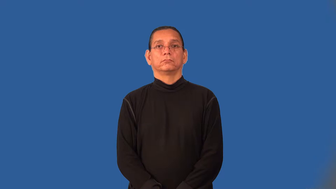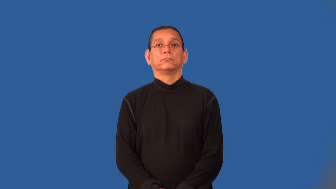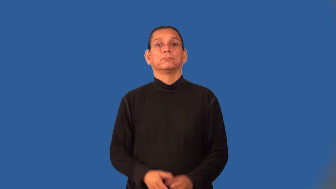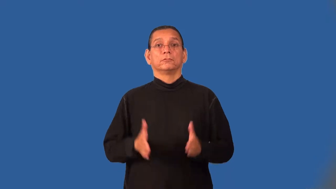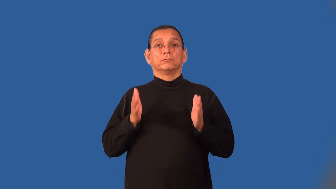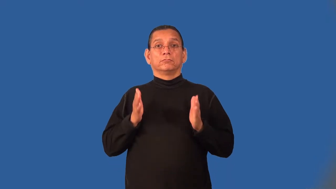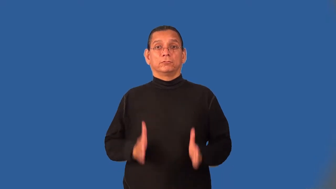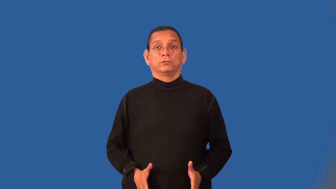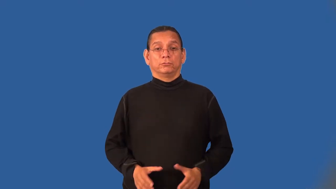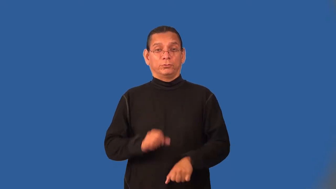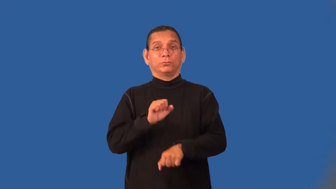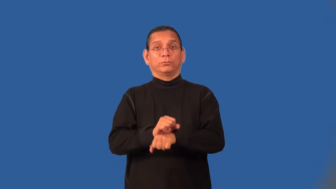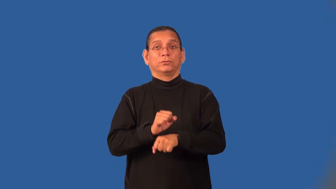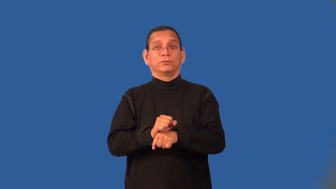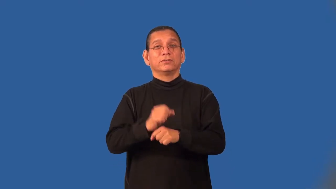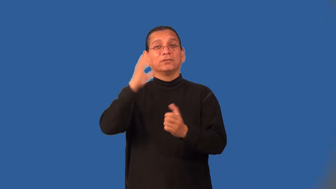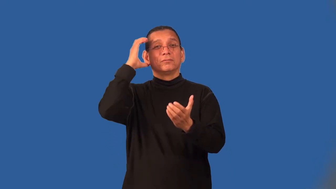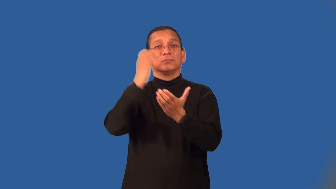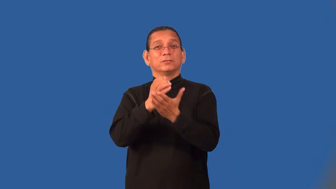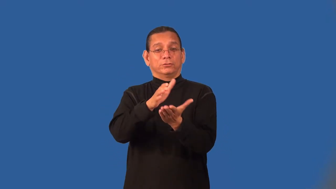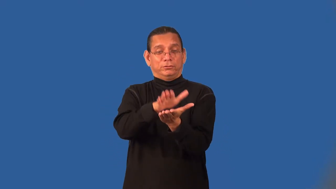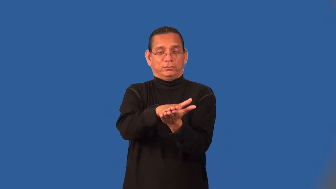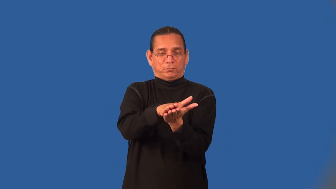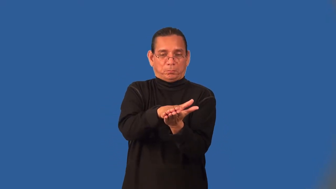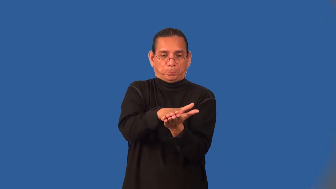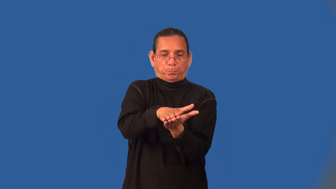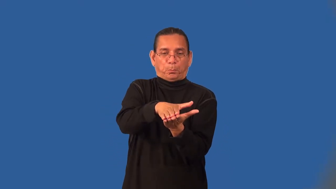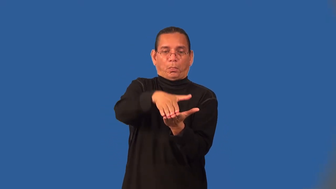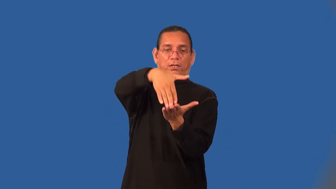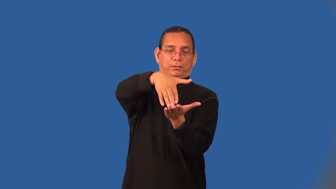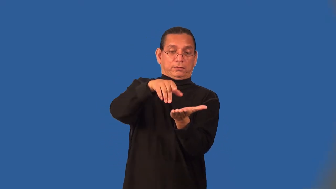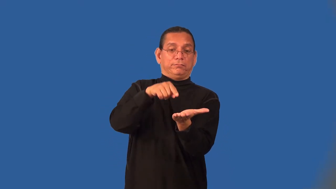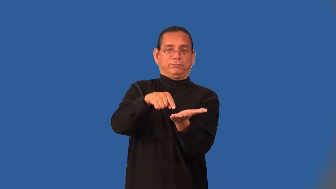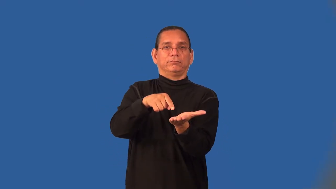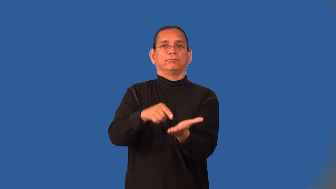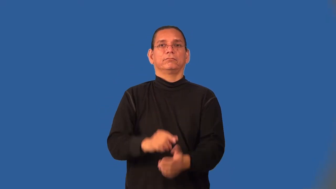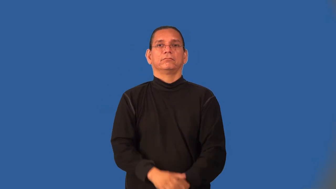lithographer